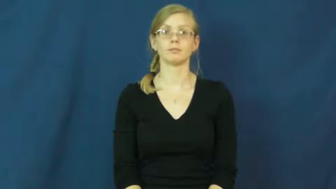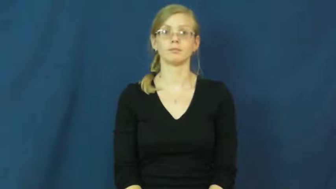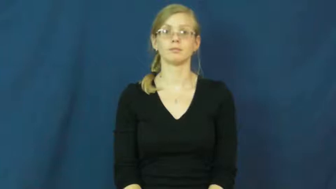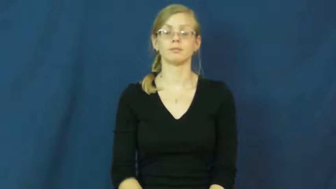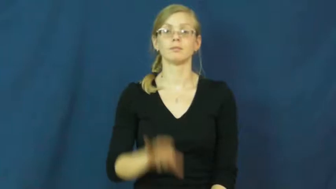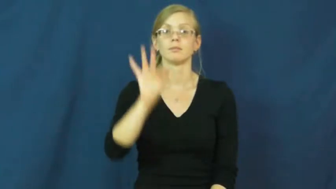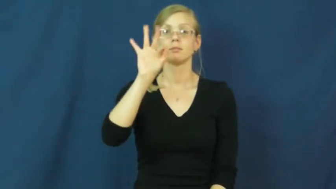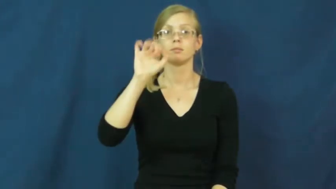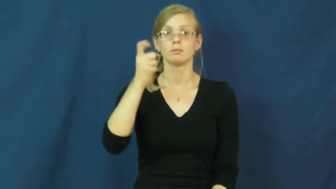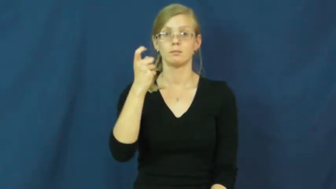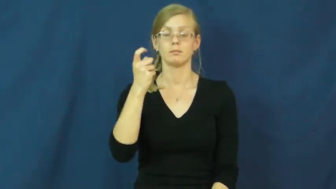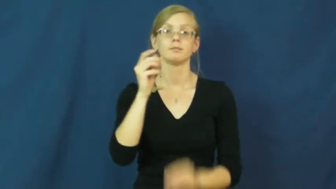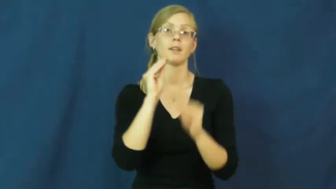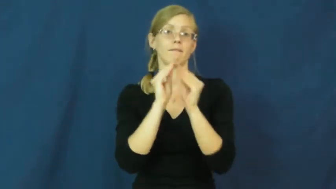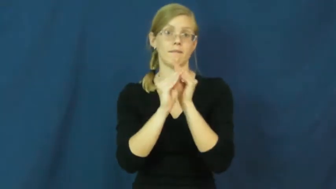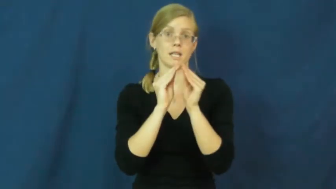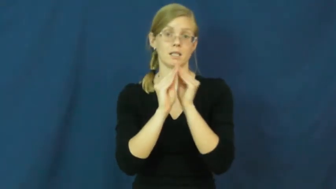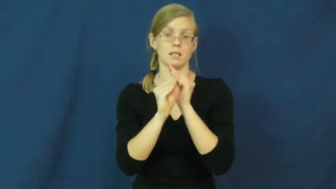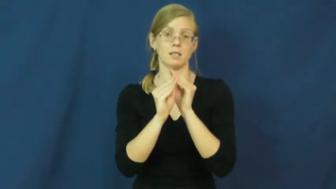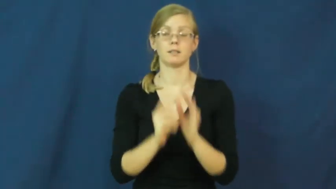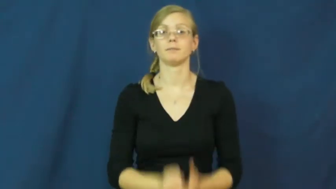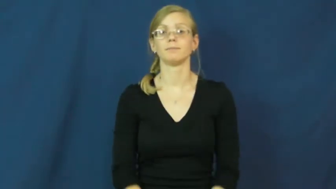patch,patch up-fix